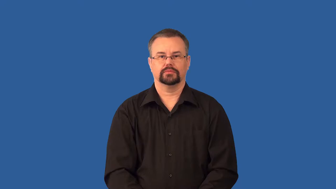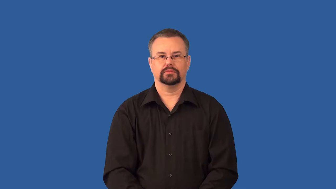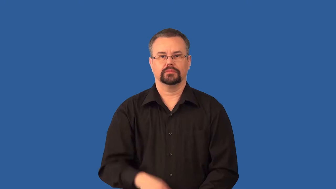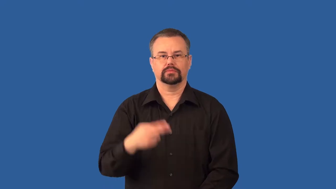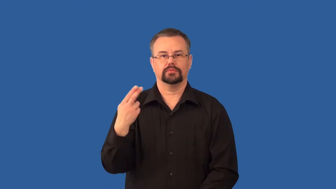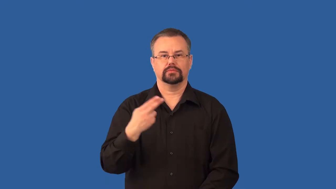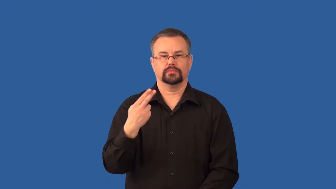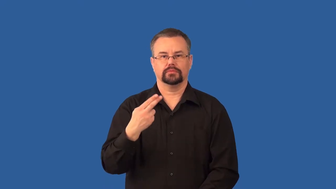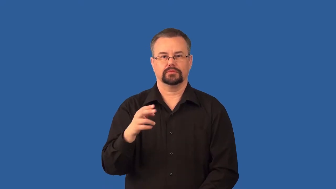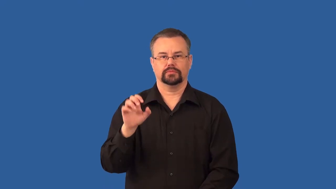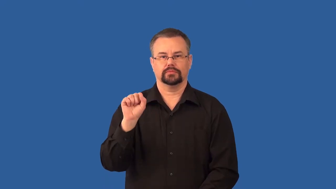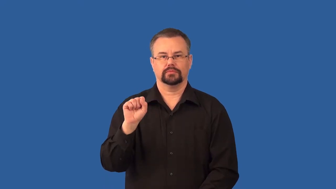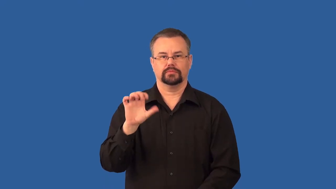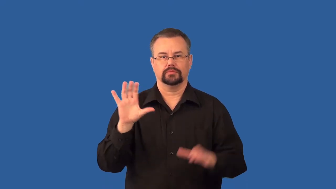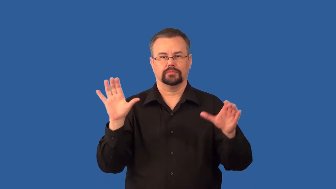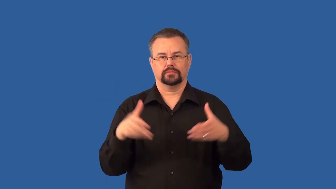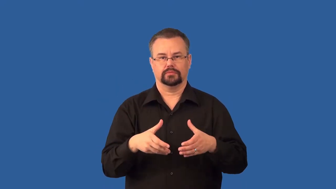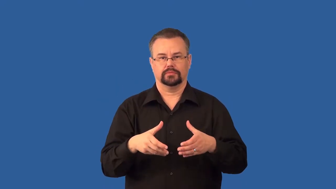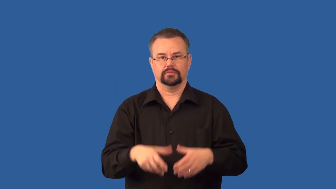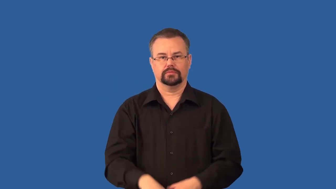phylogeny